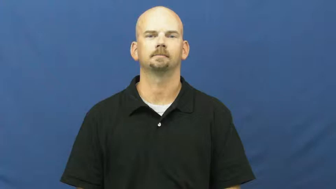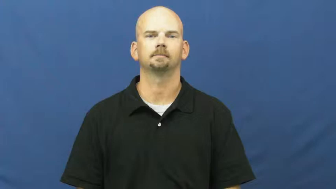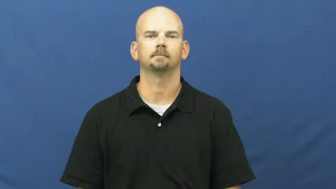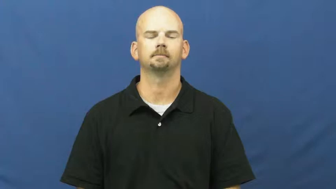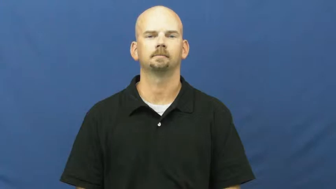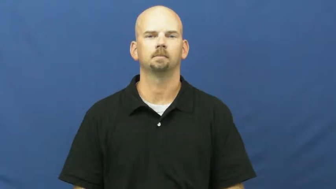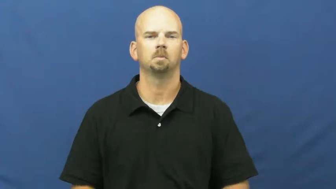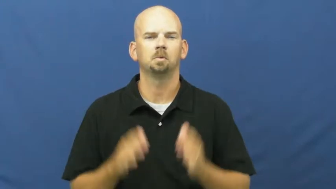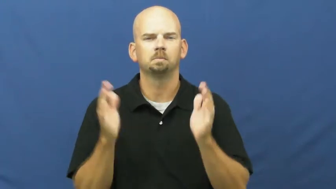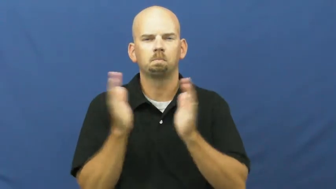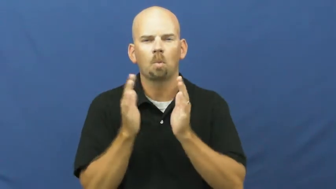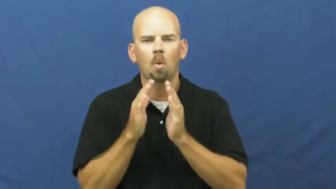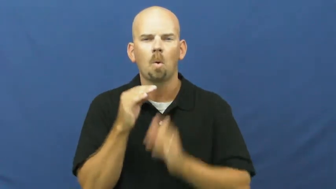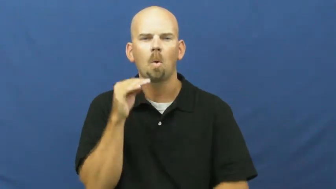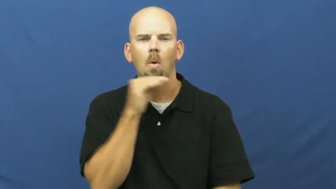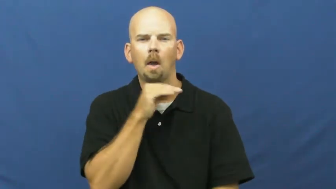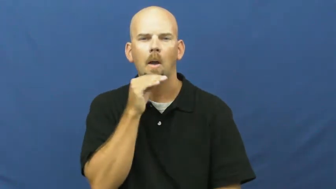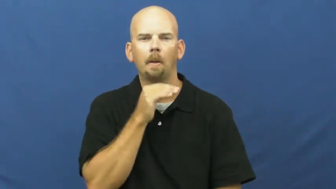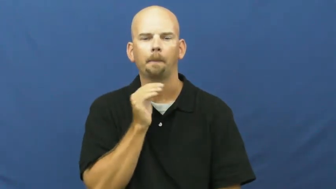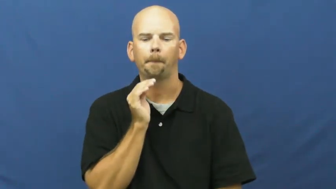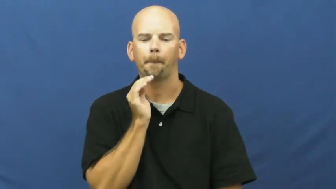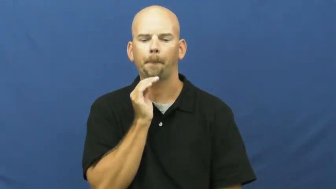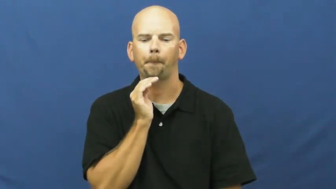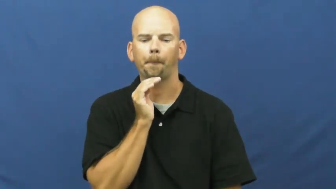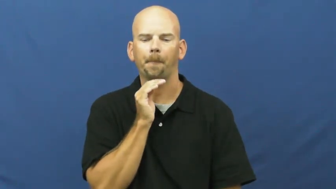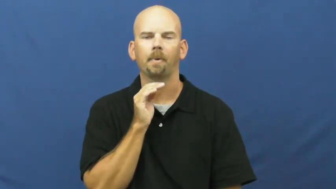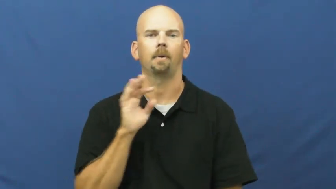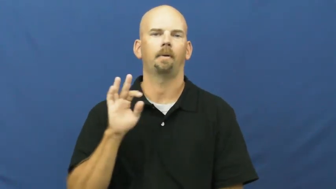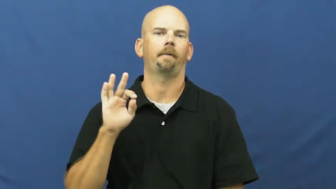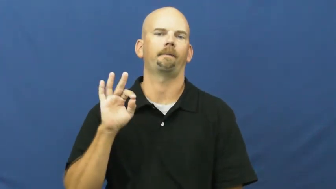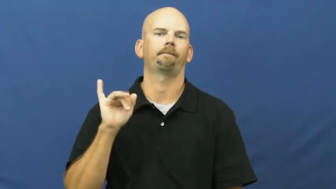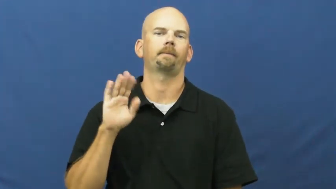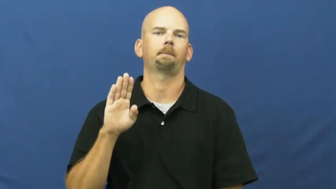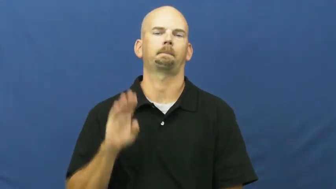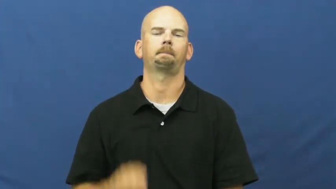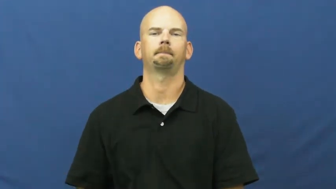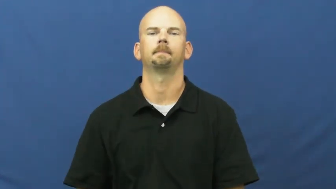fib